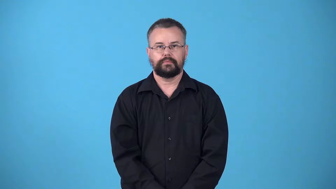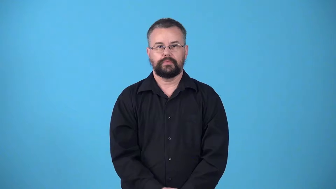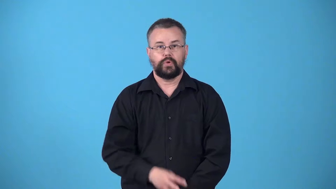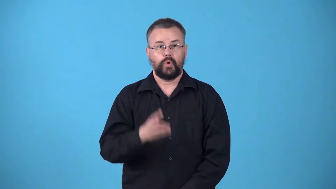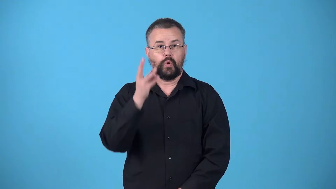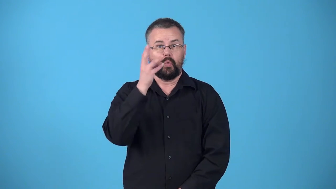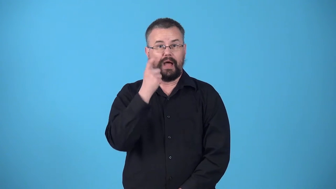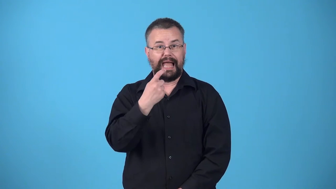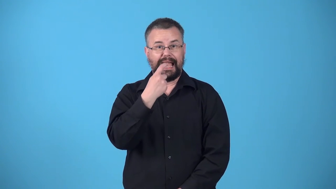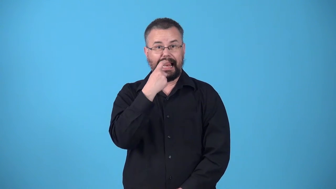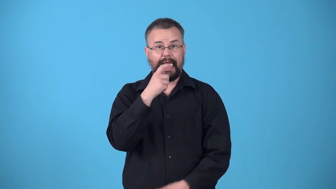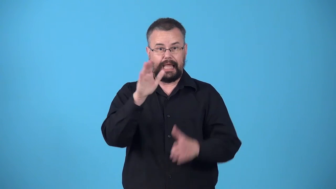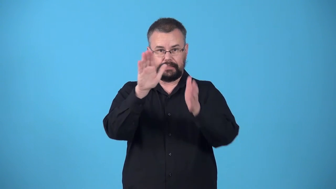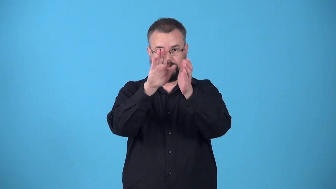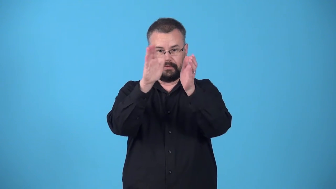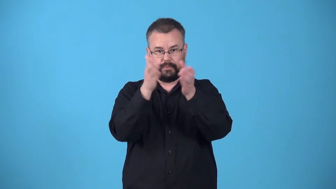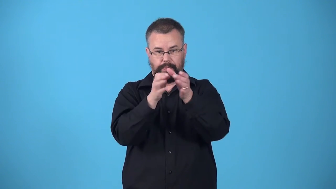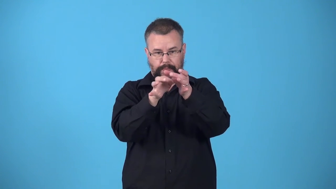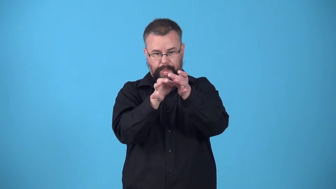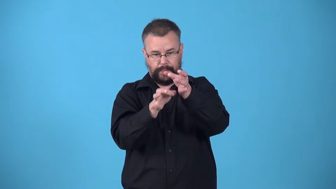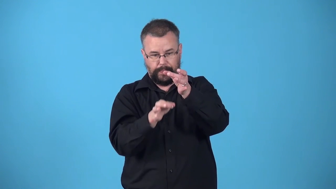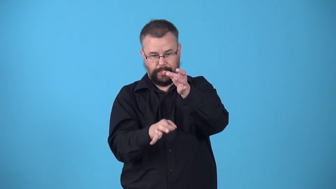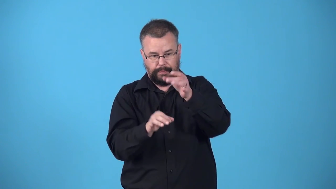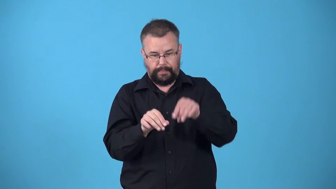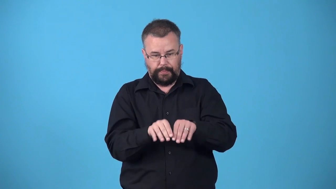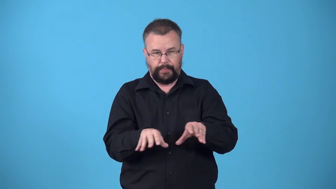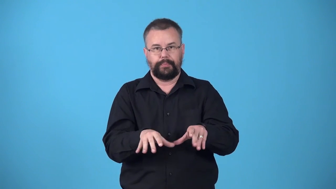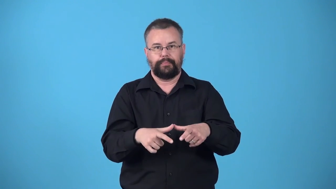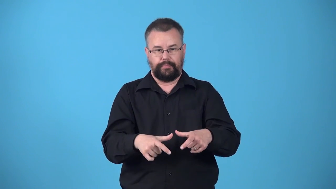wineglass